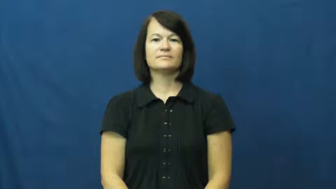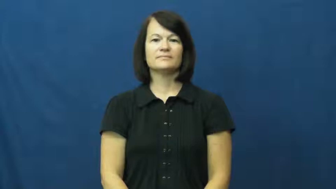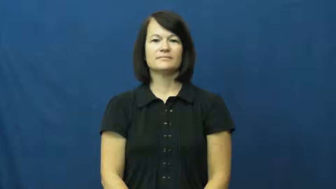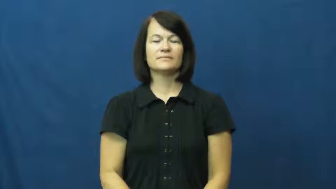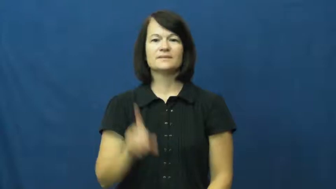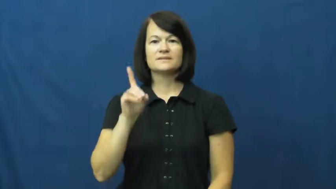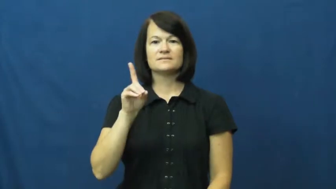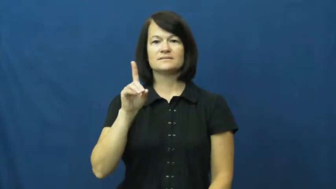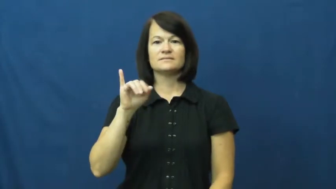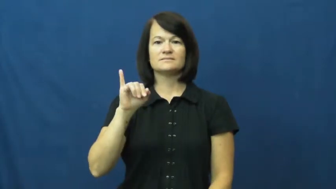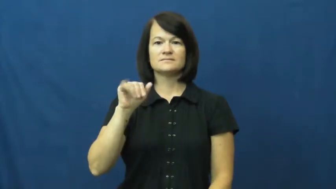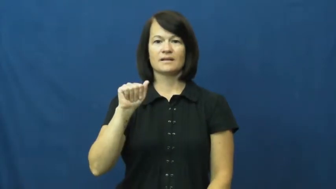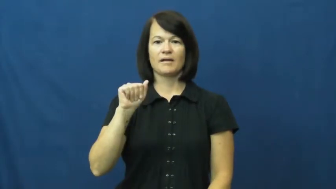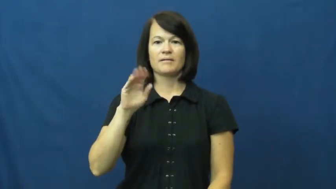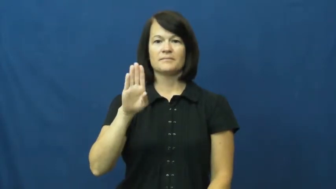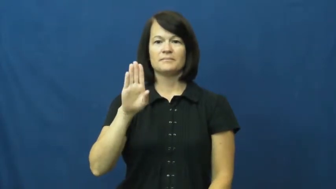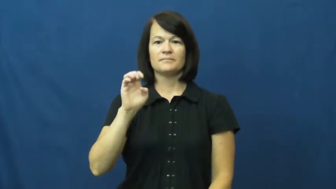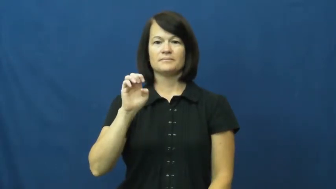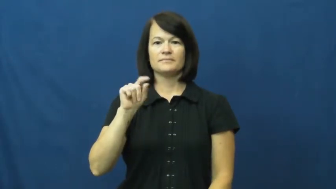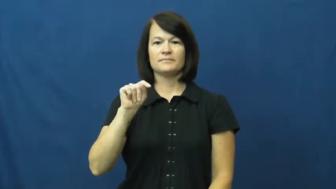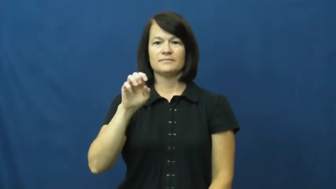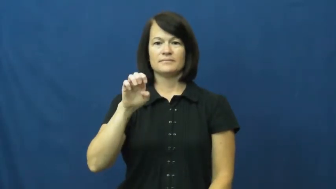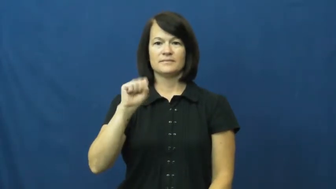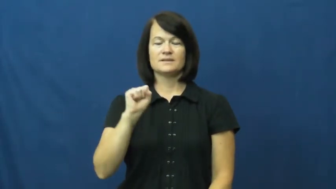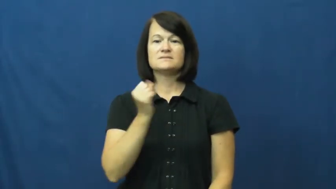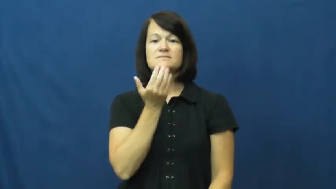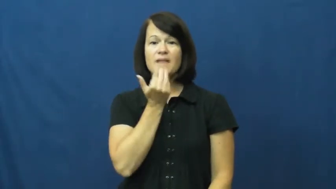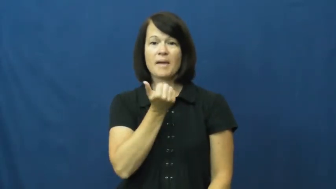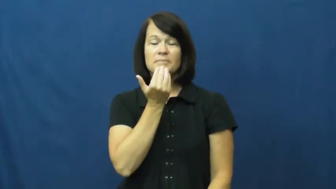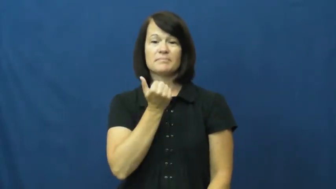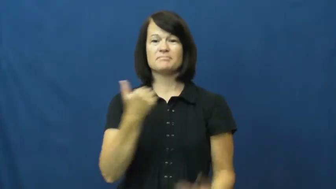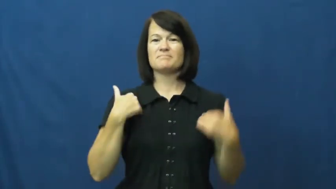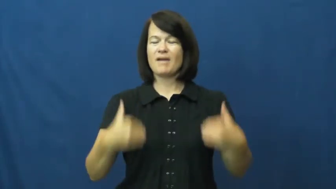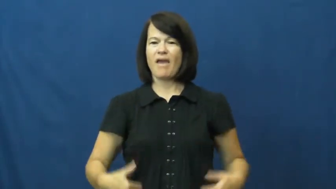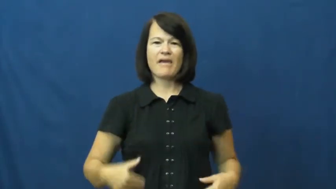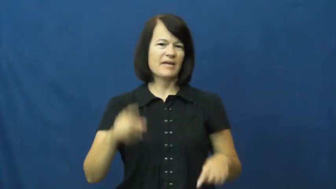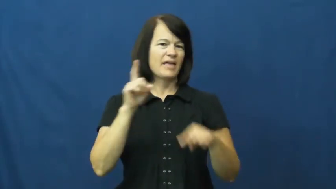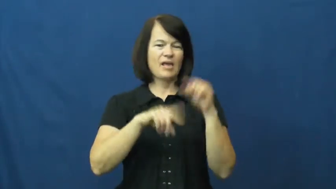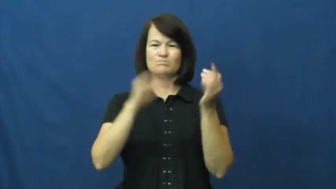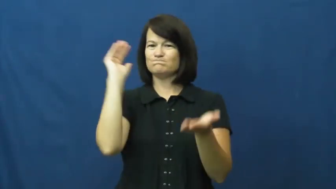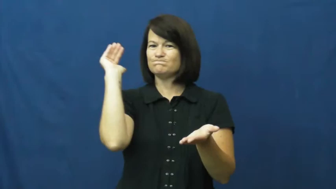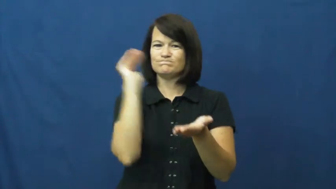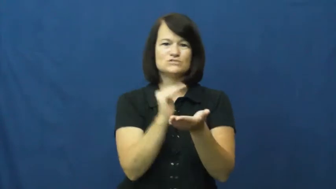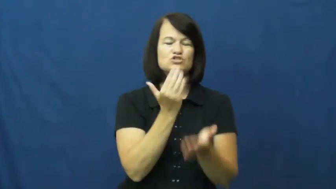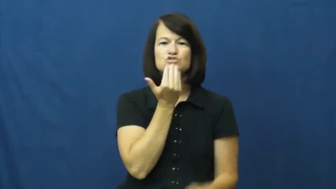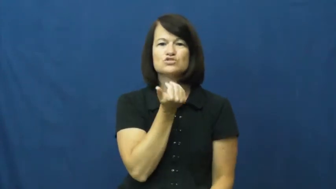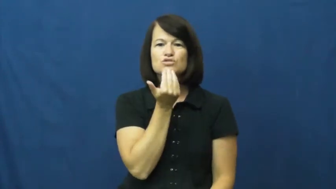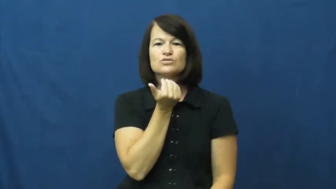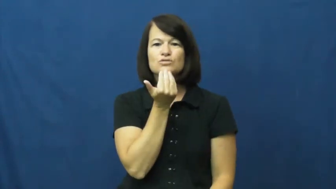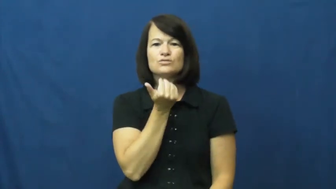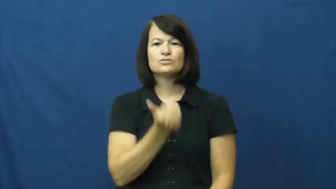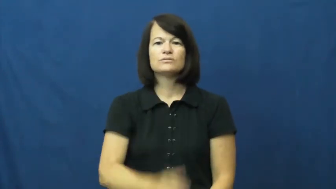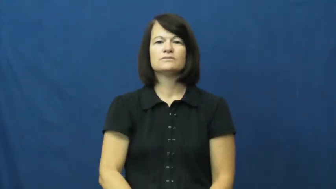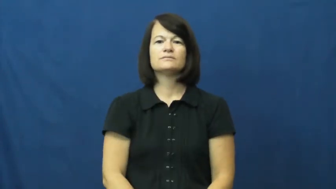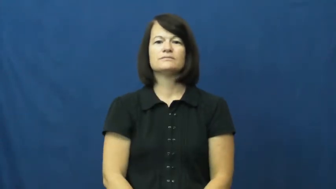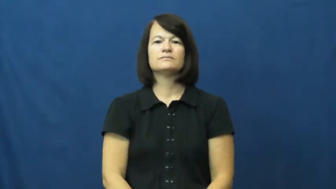diabetes